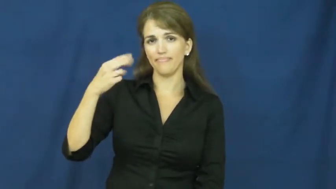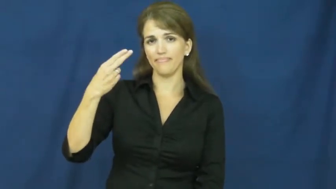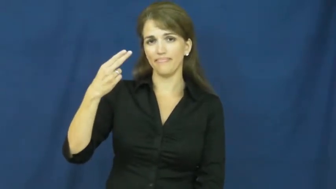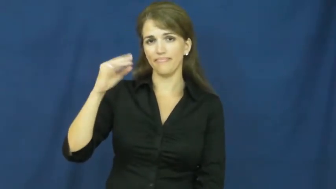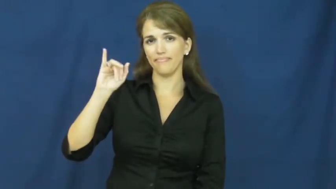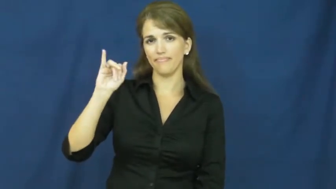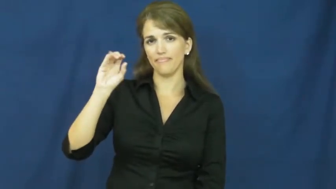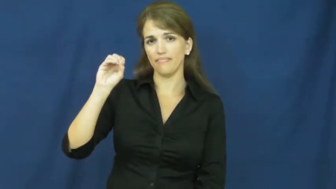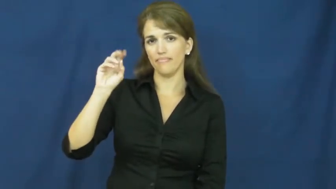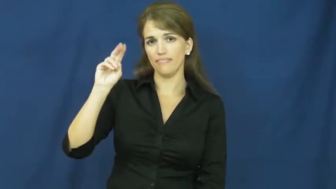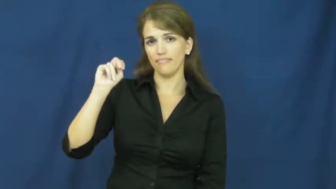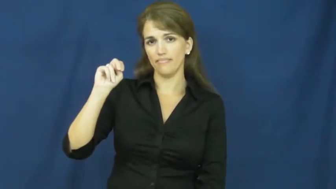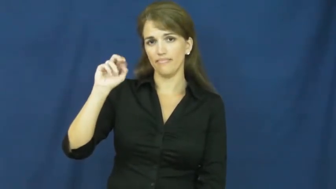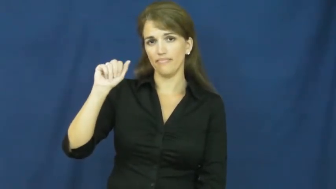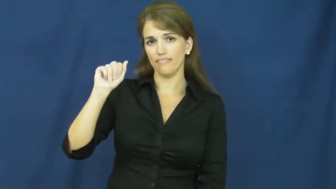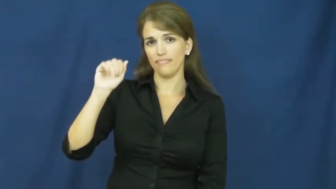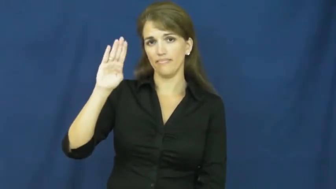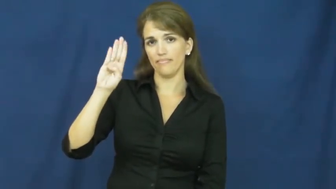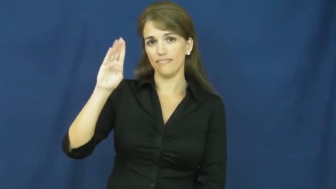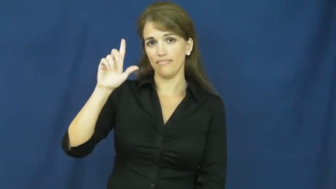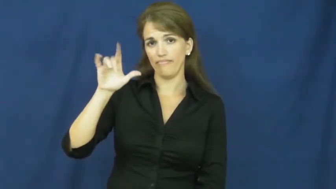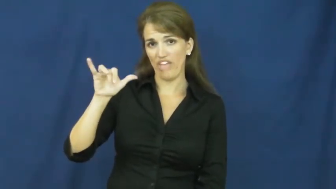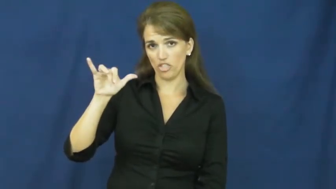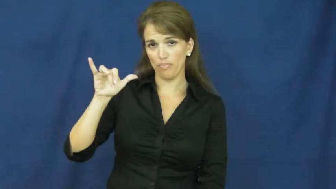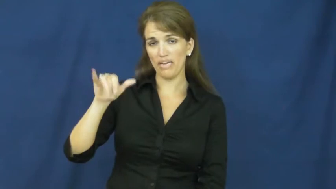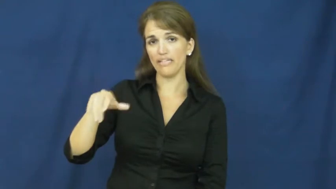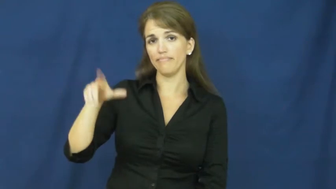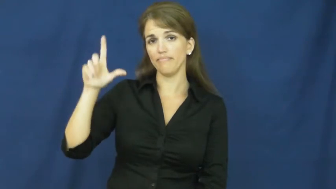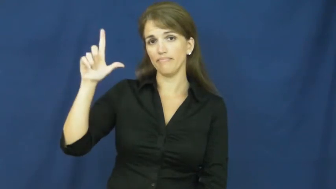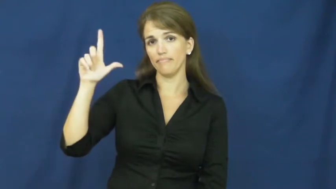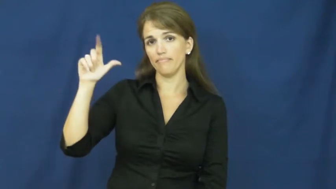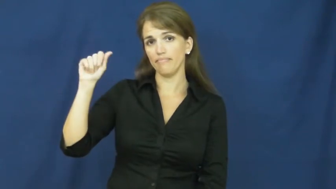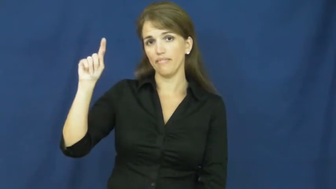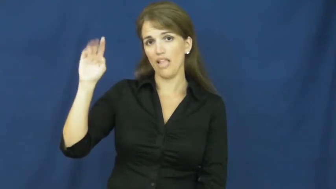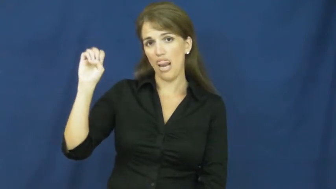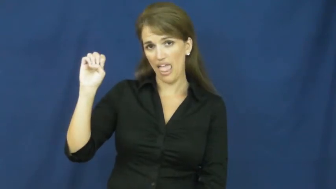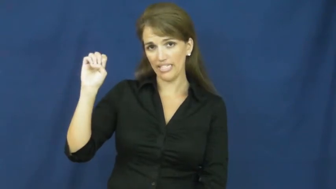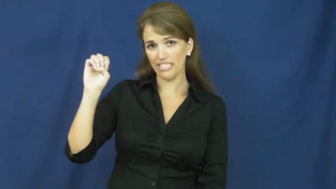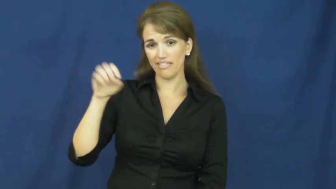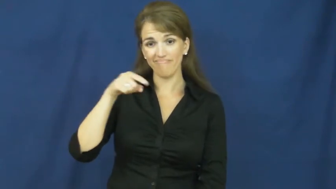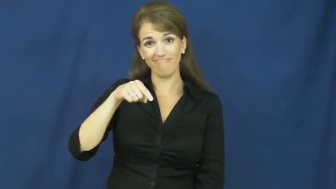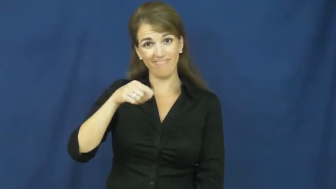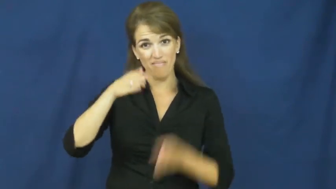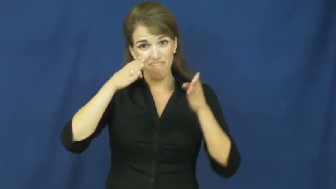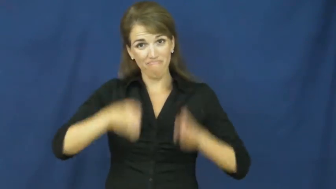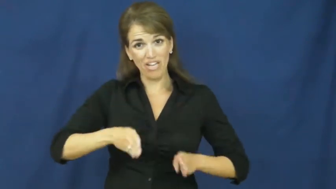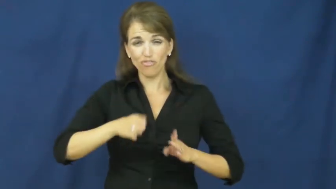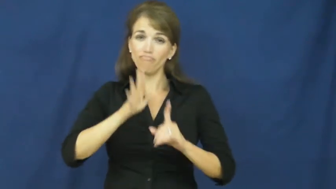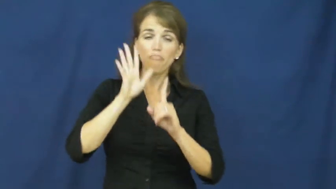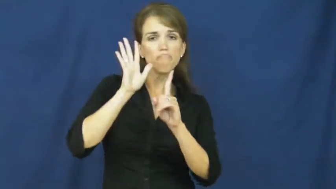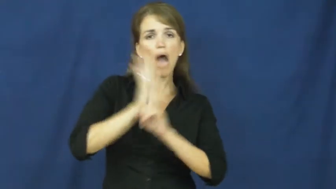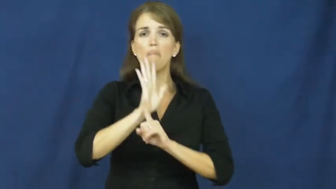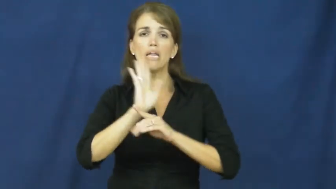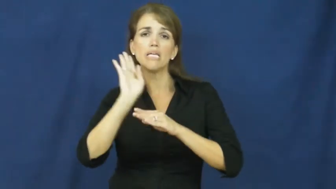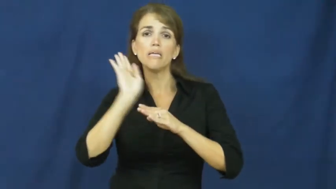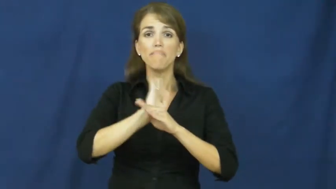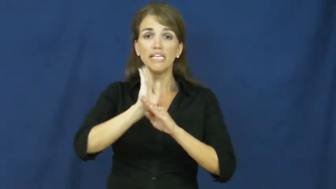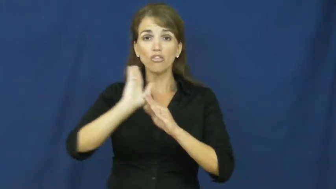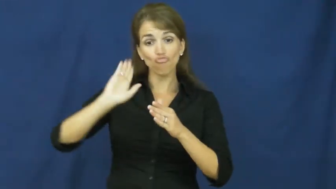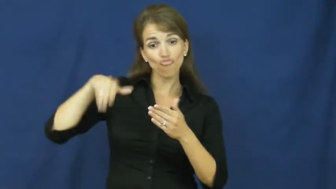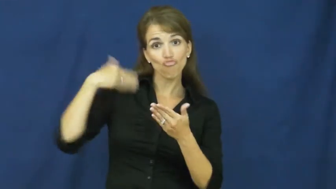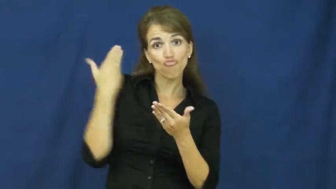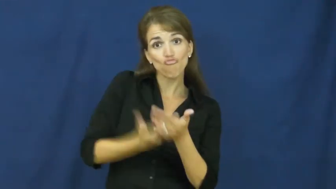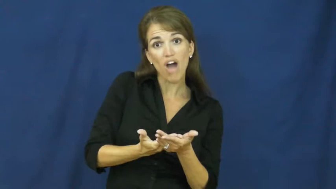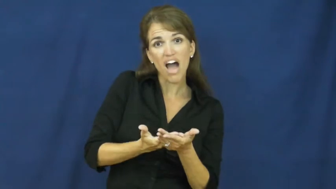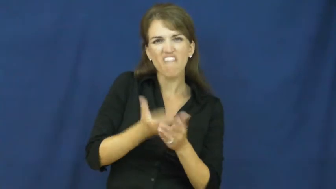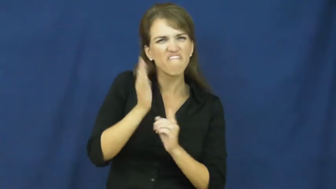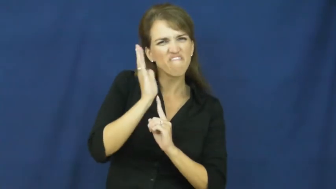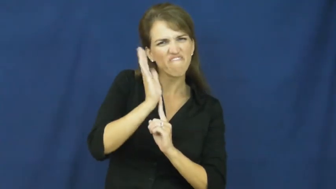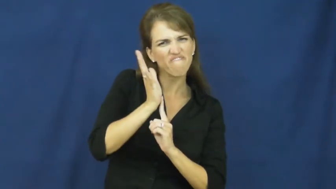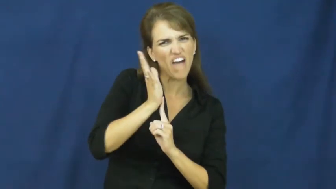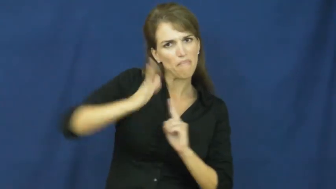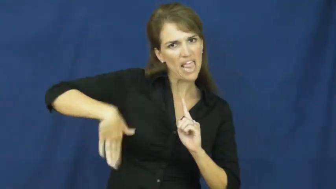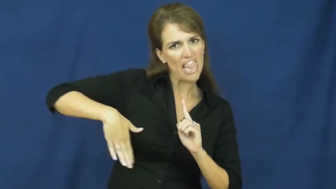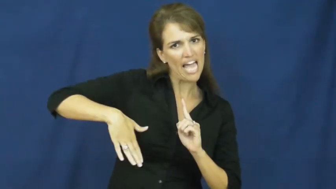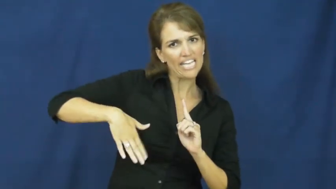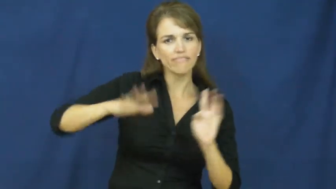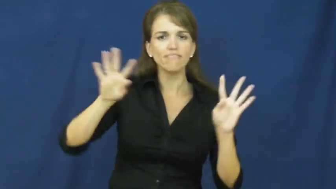fashionably late